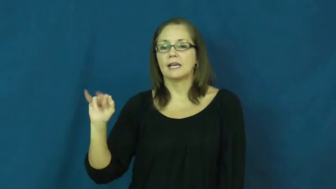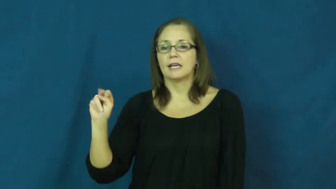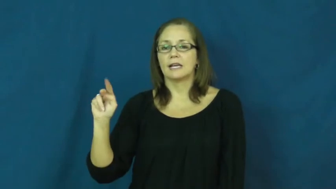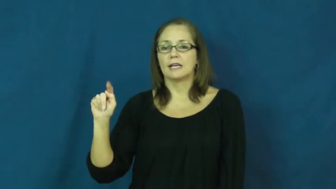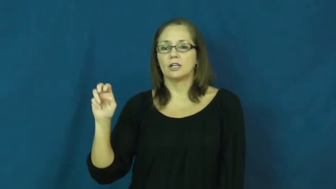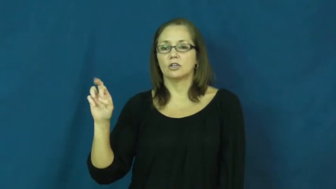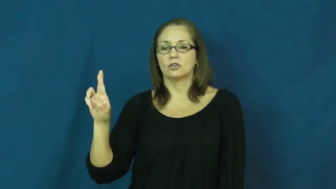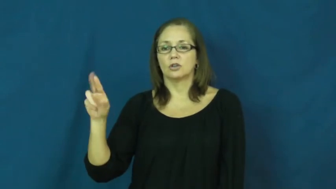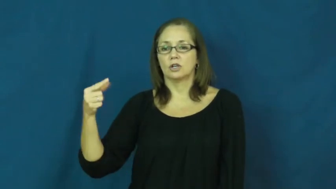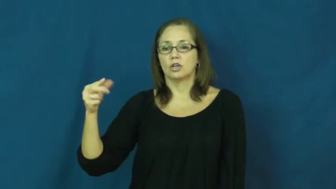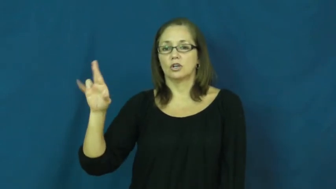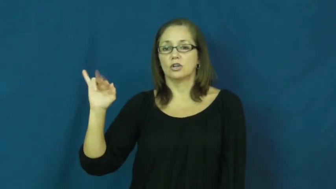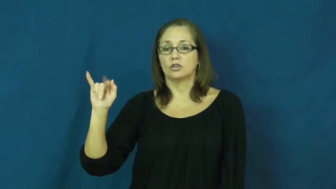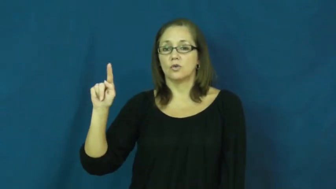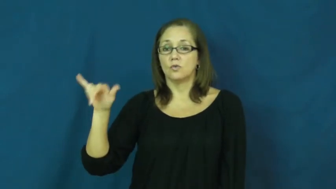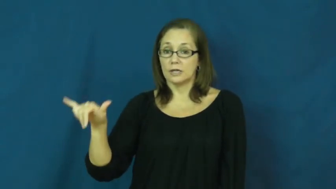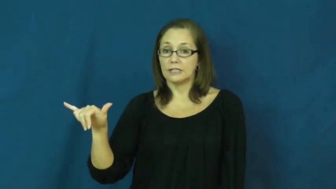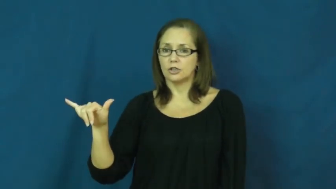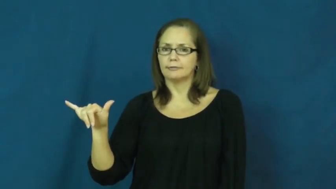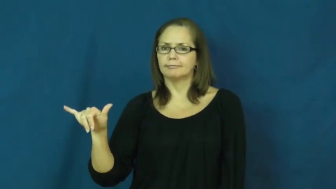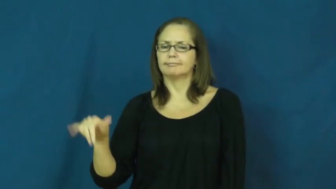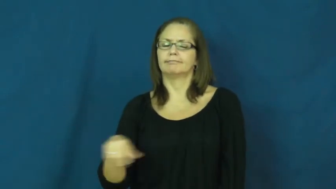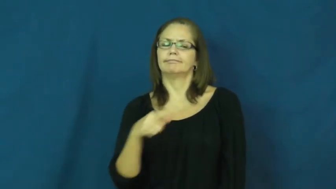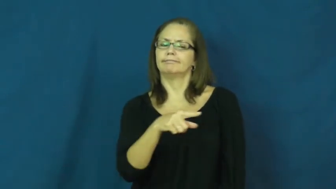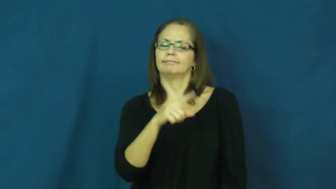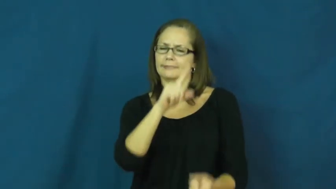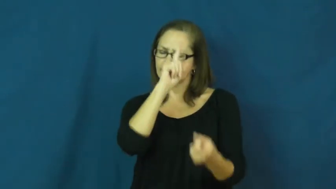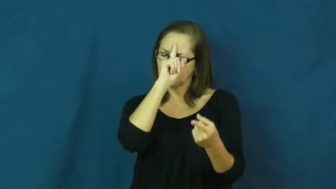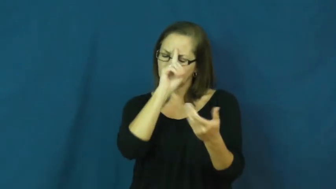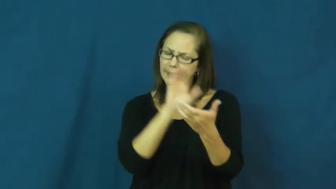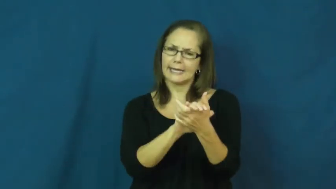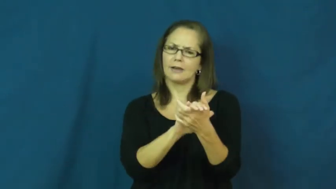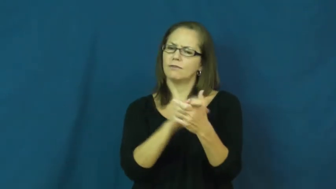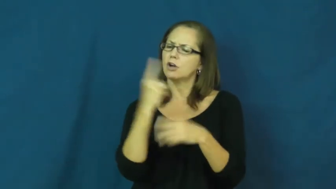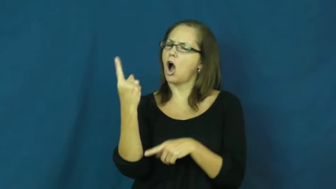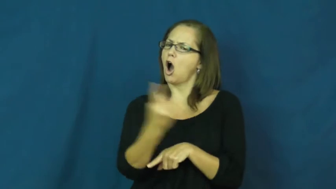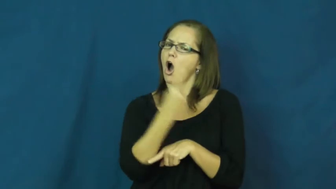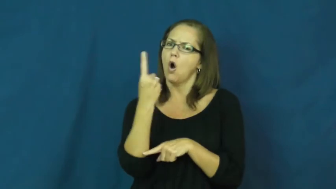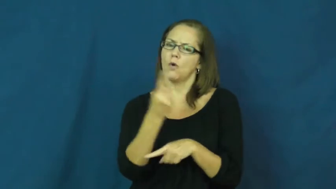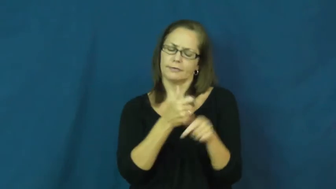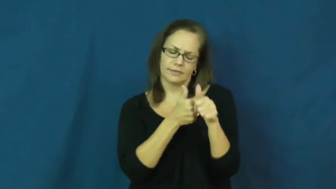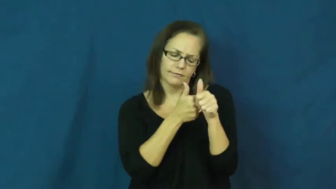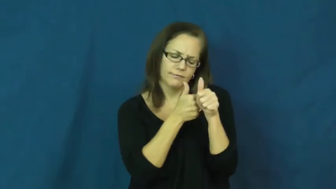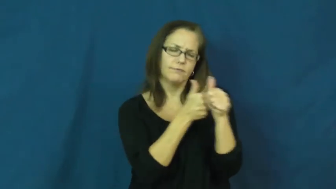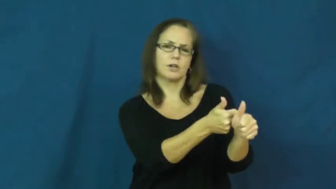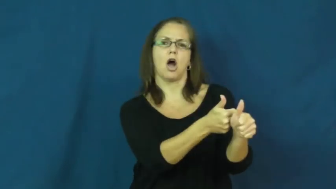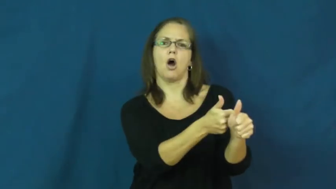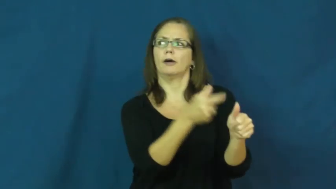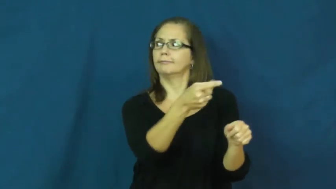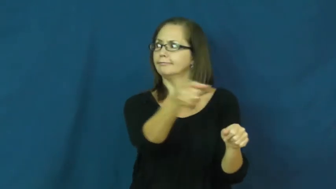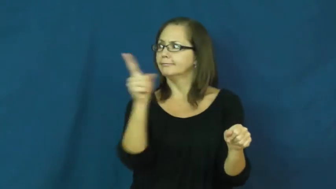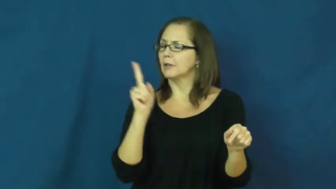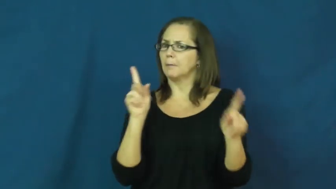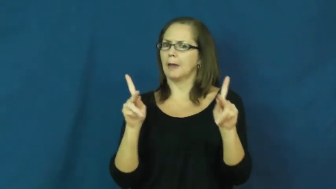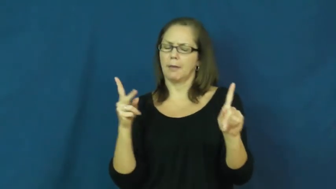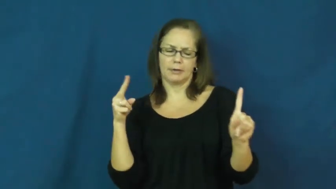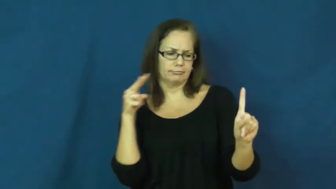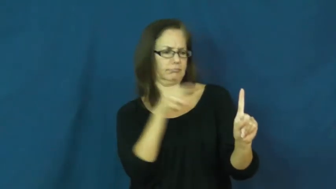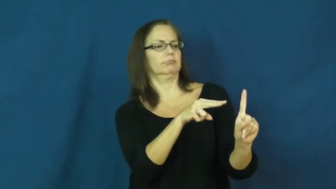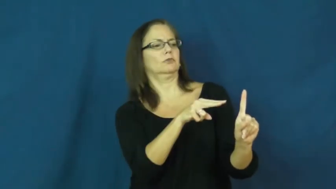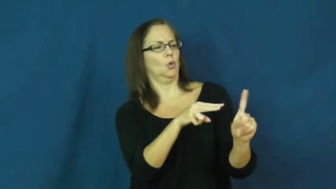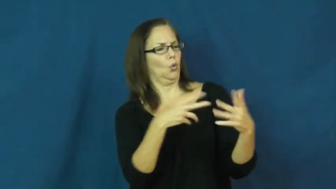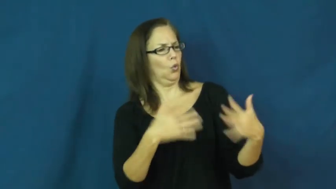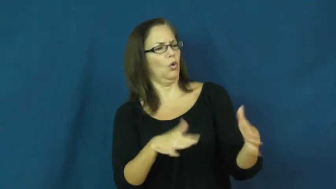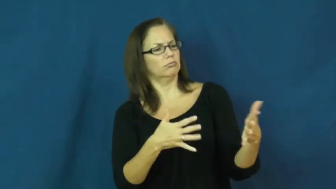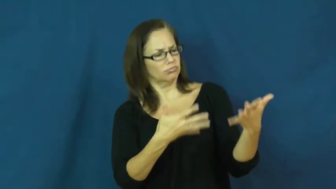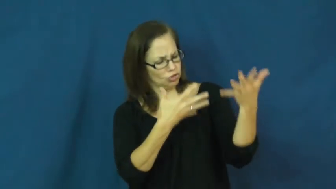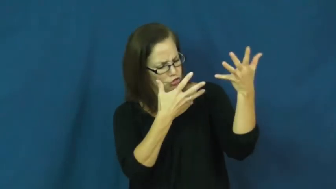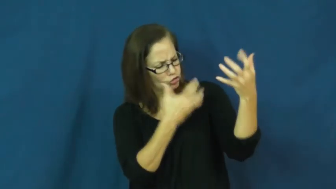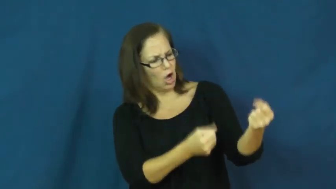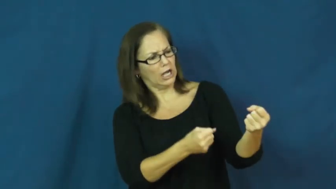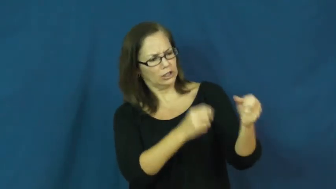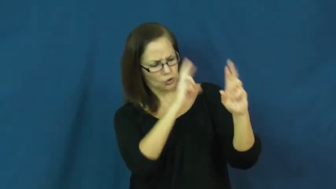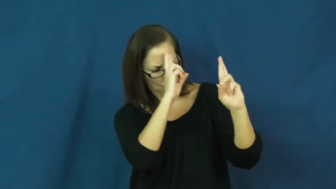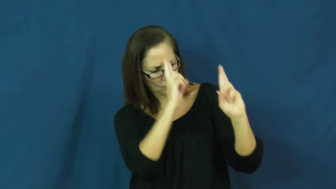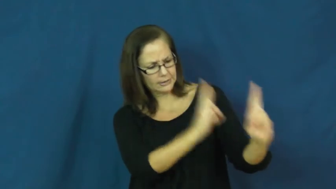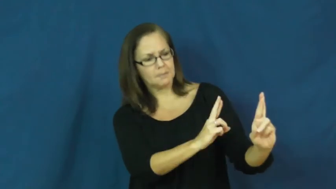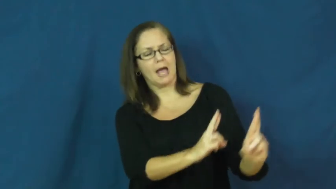integrity